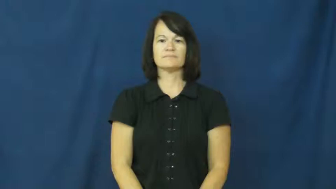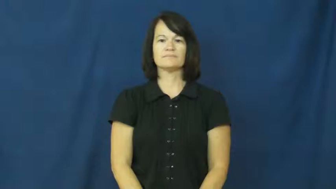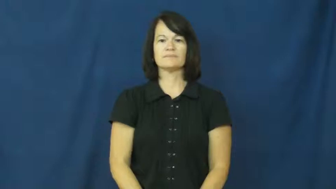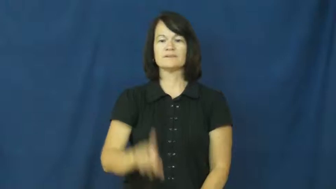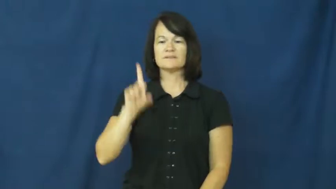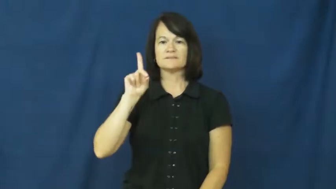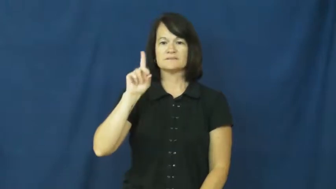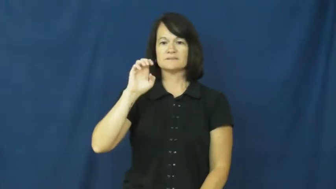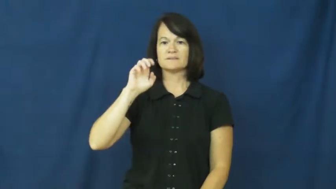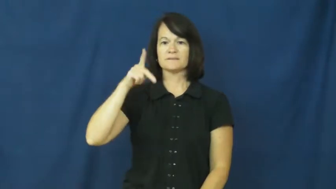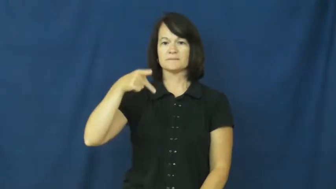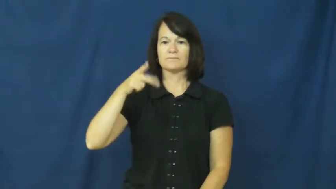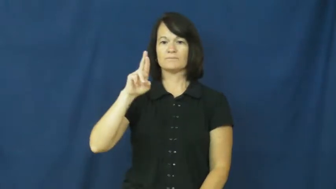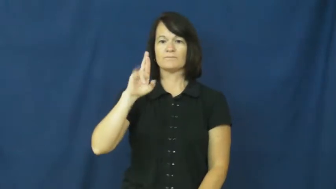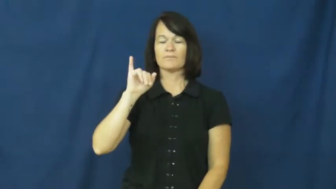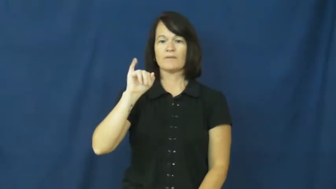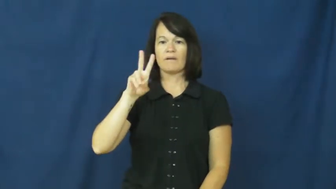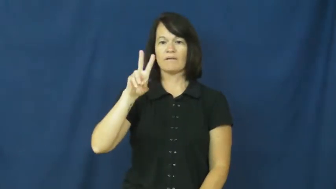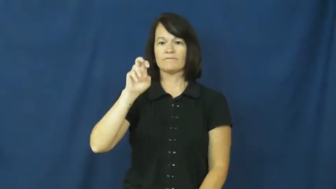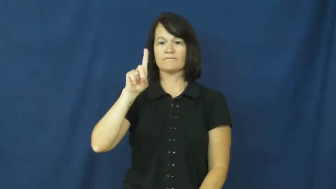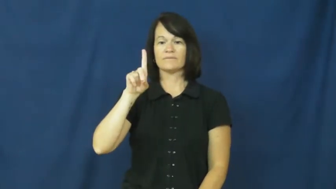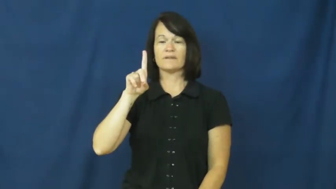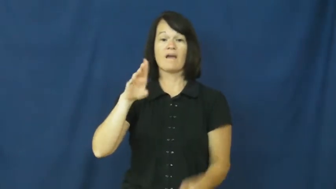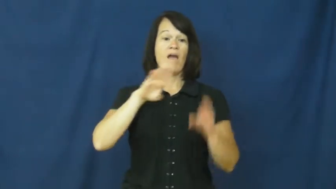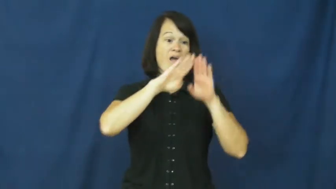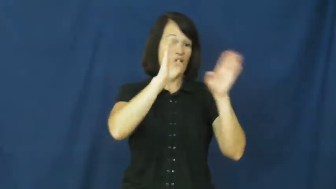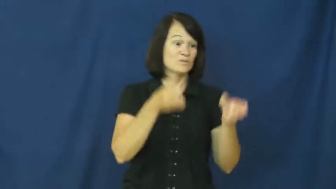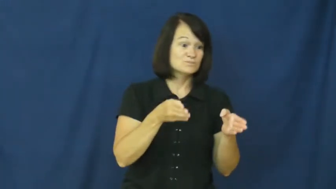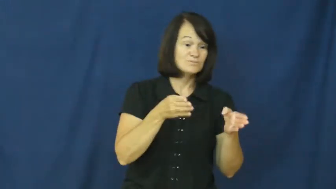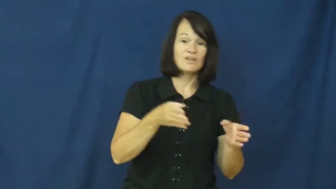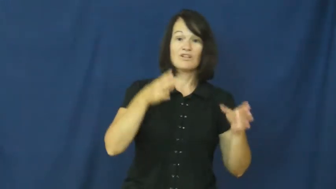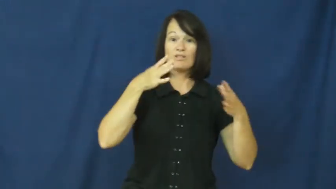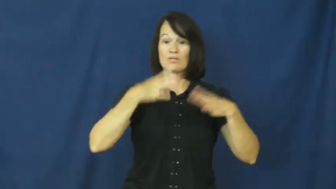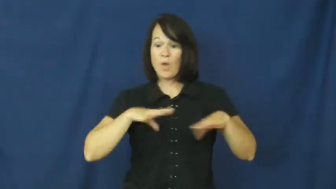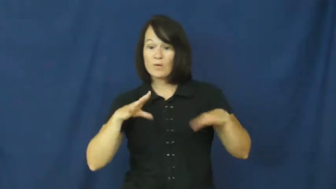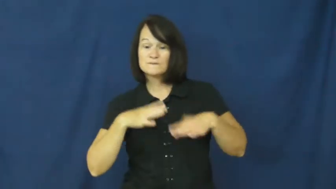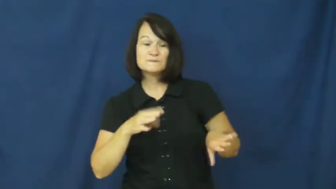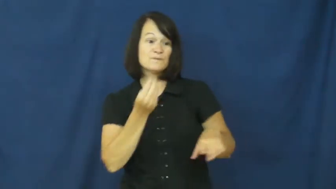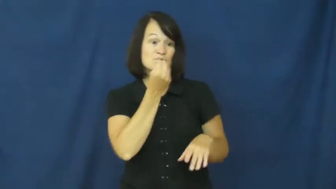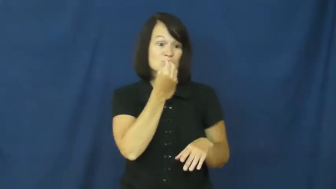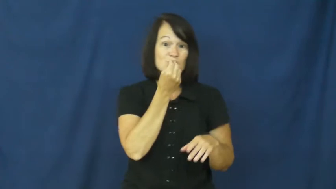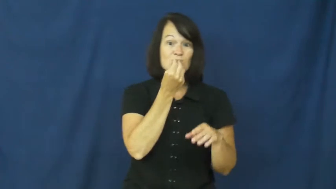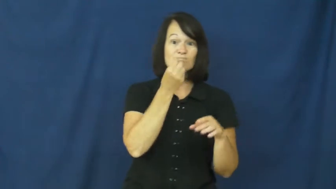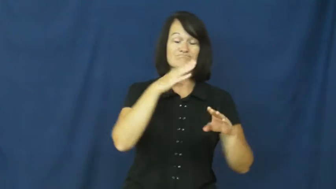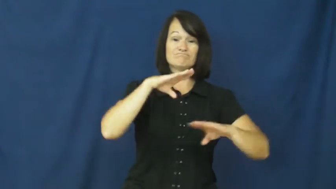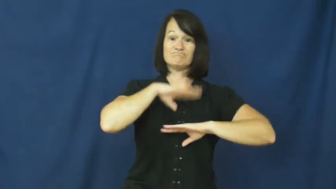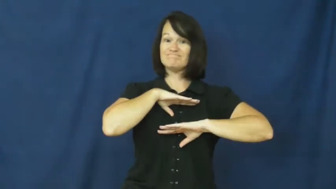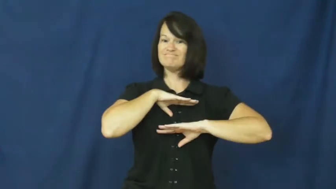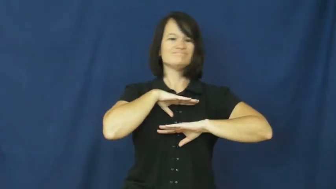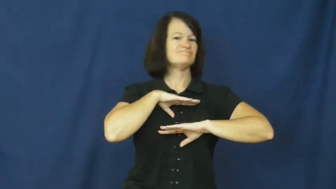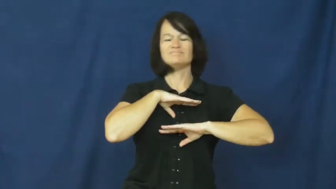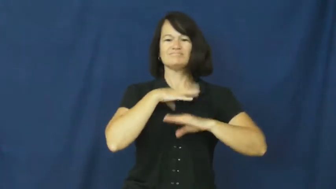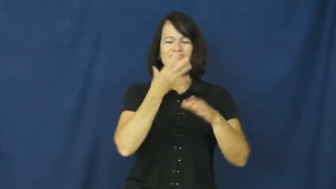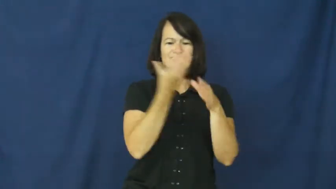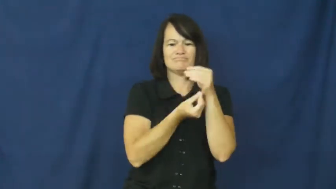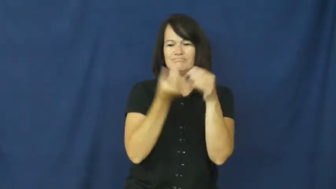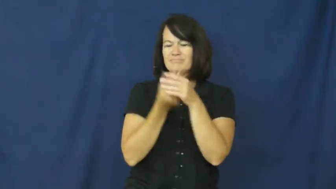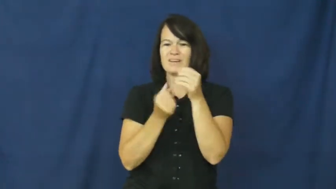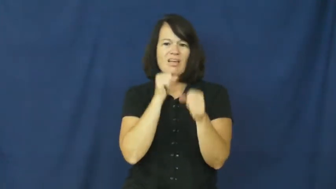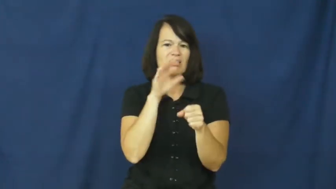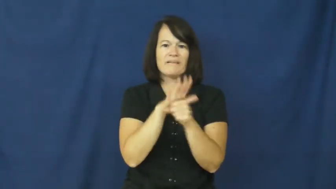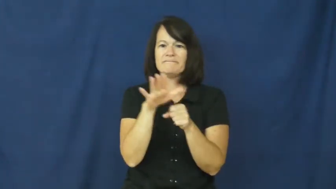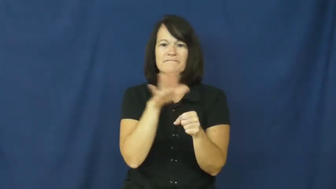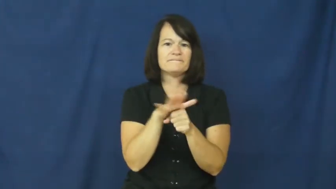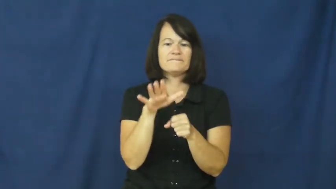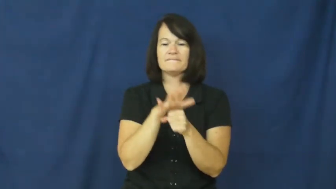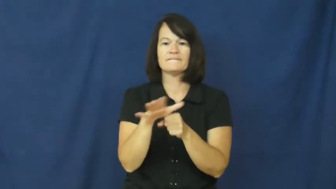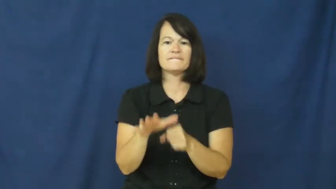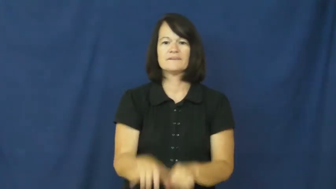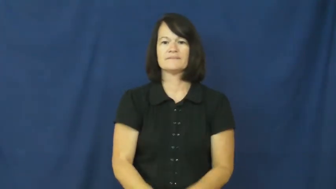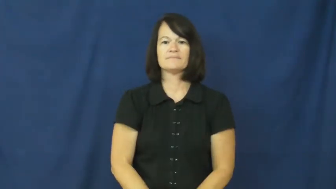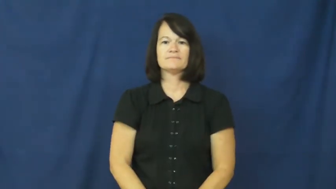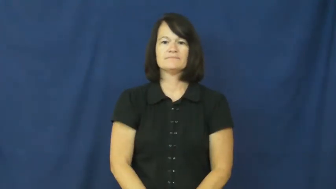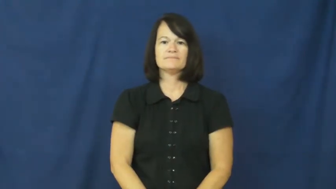deprived